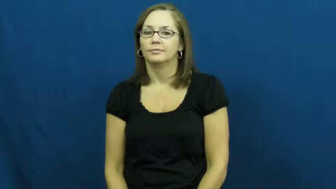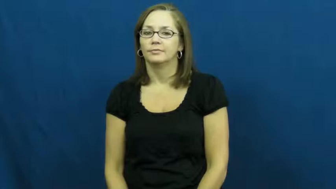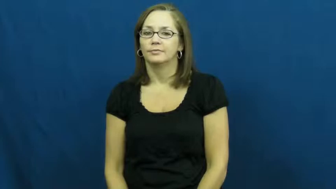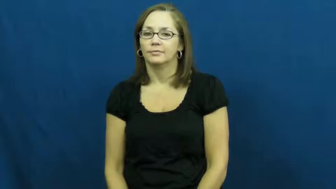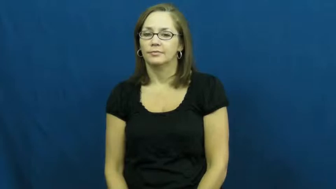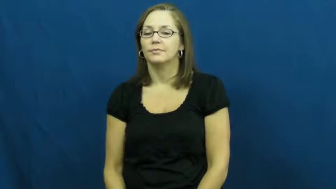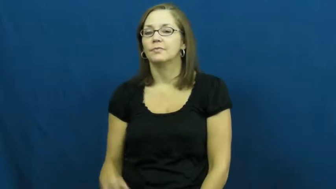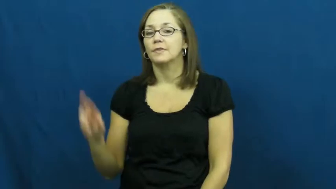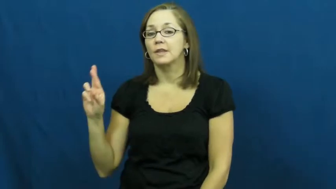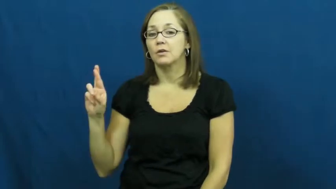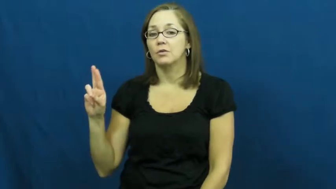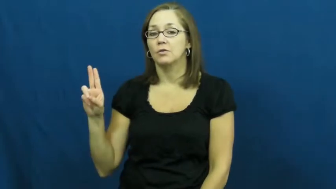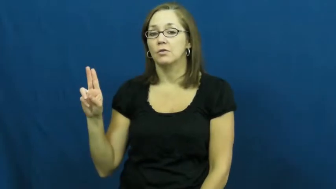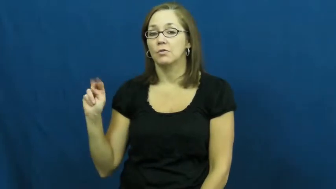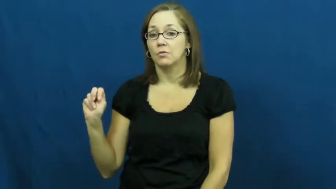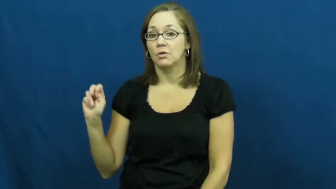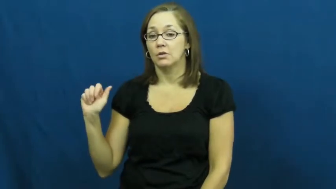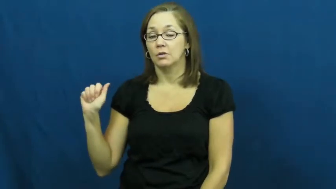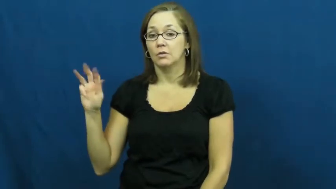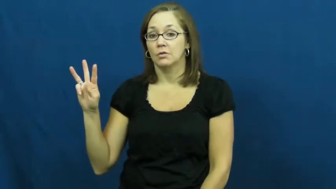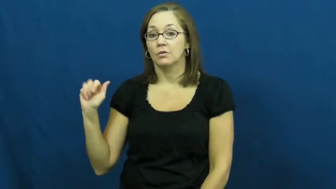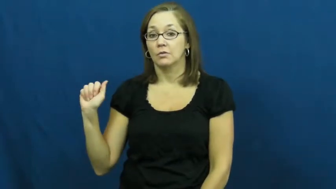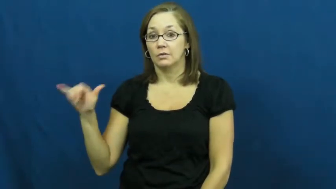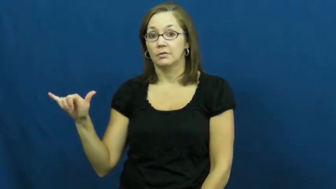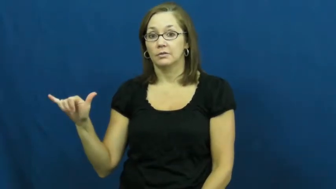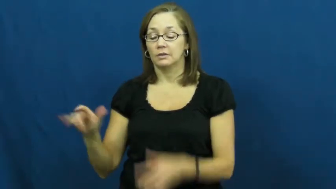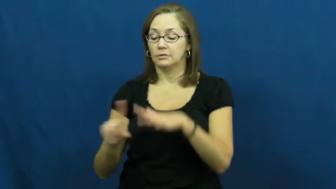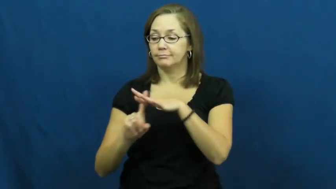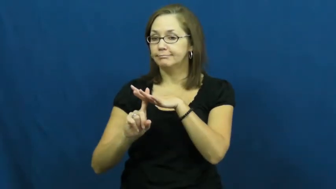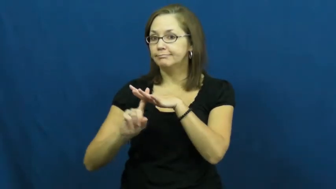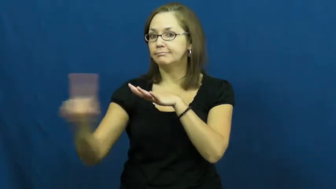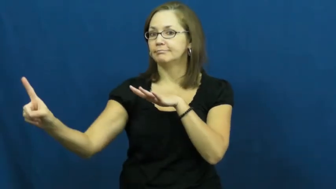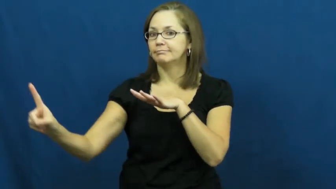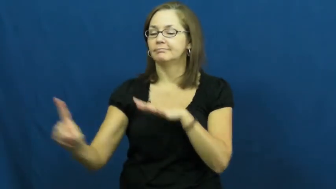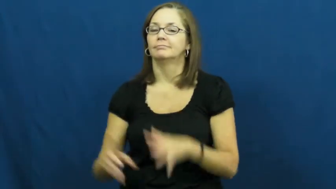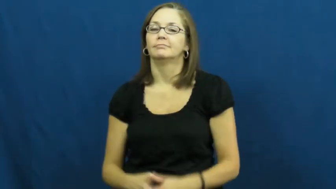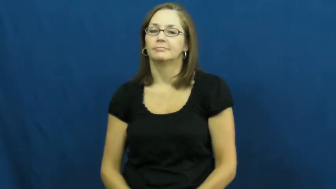run away